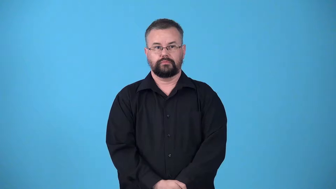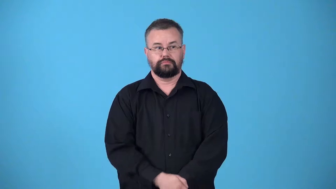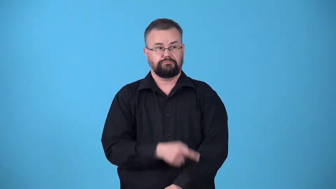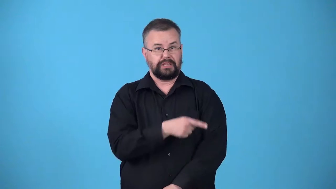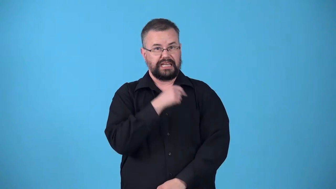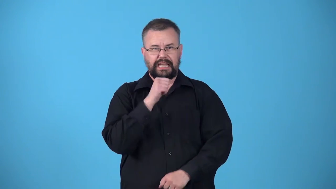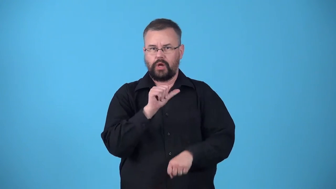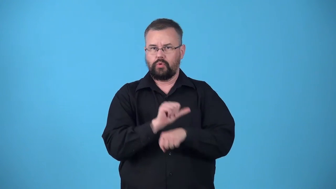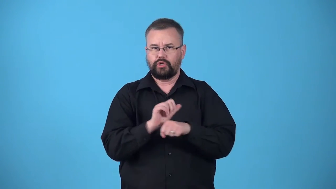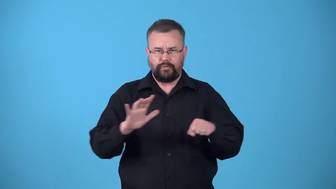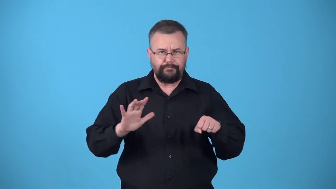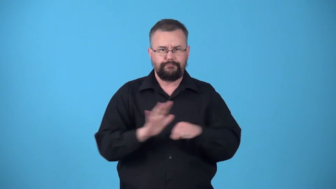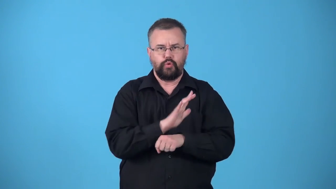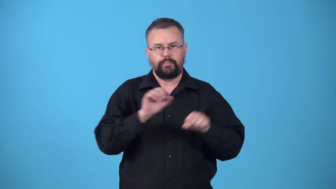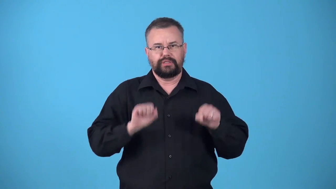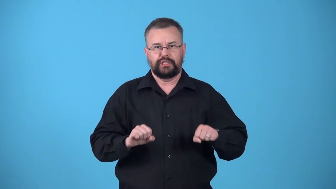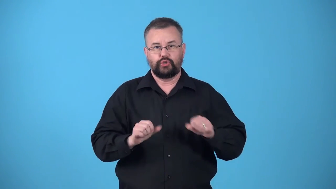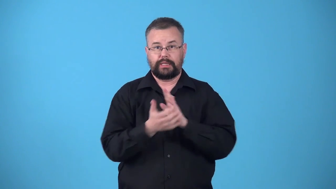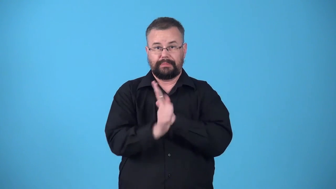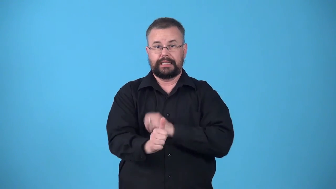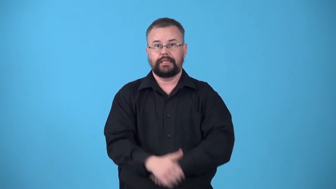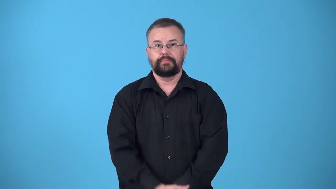underemployed-not used enough